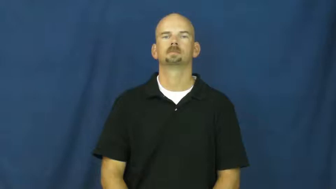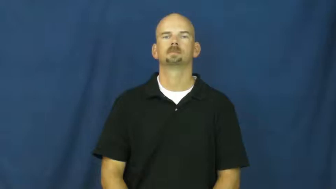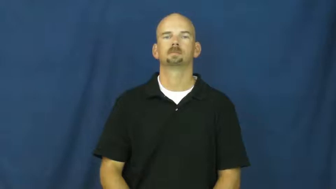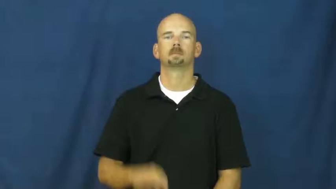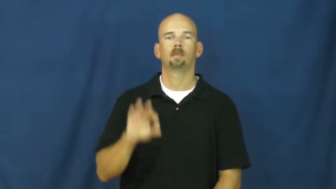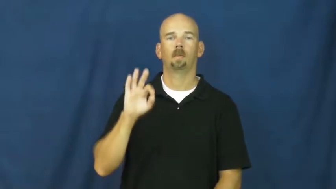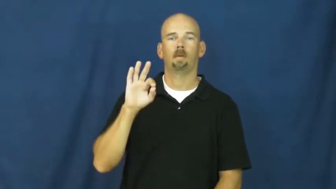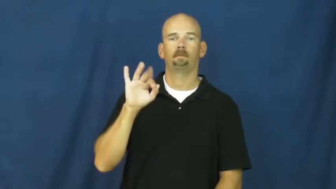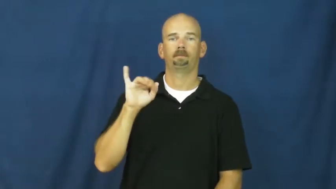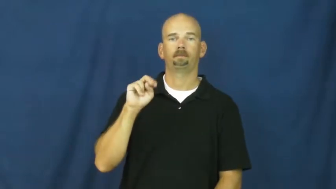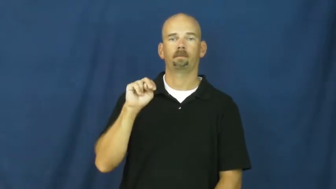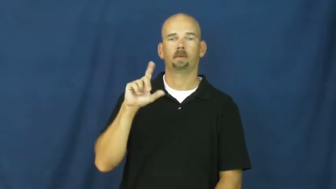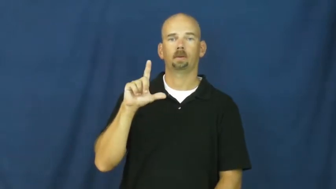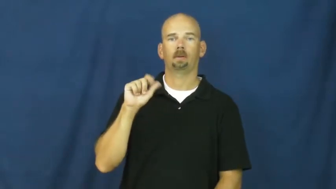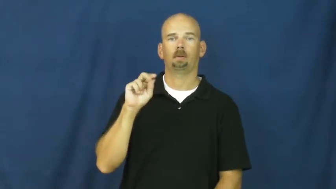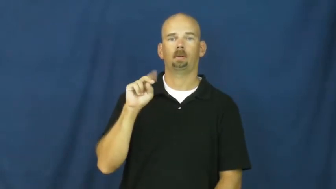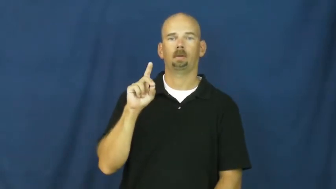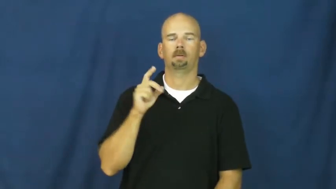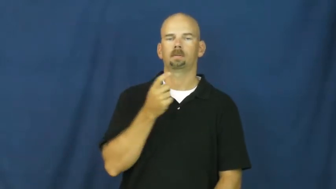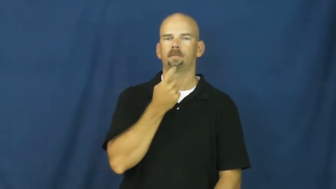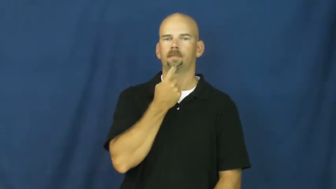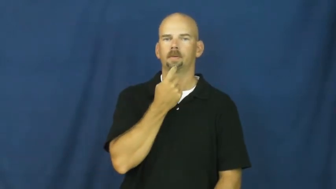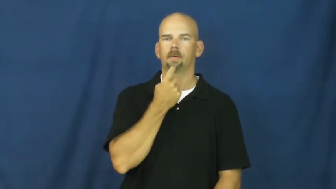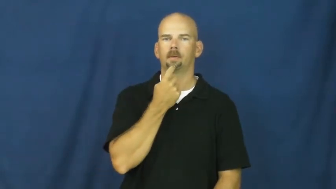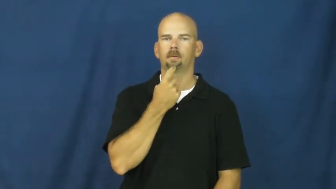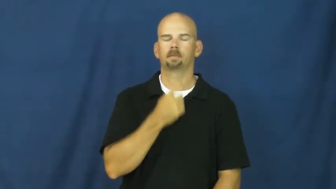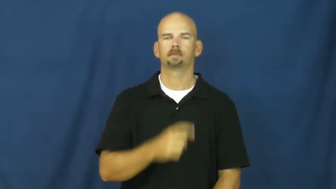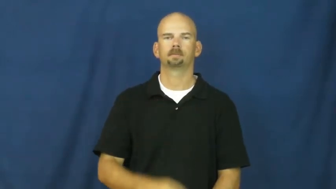finland